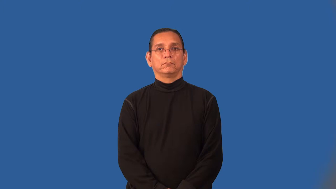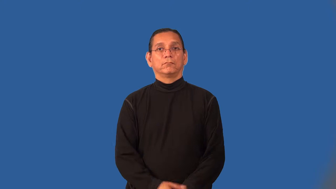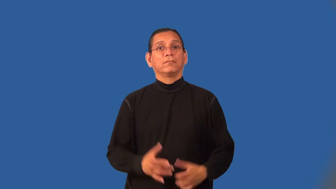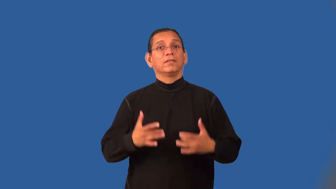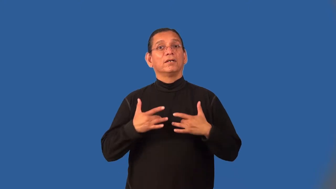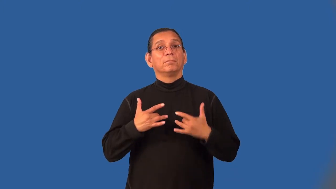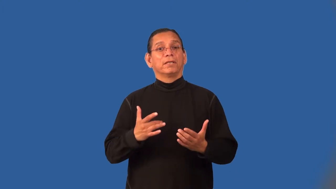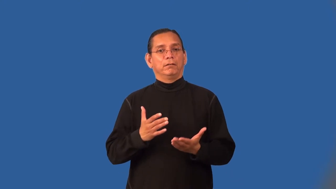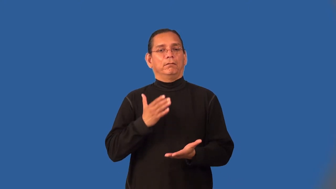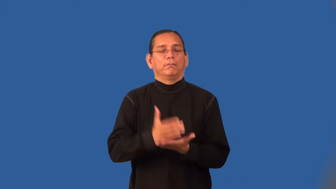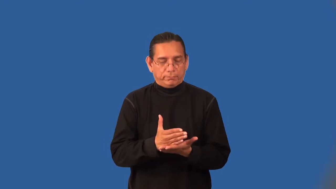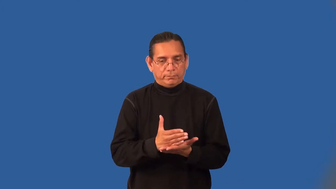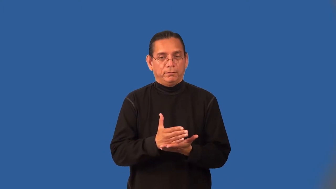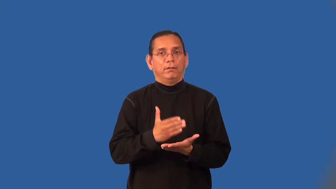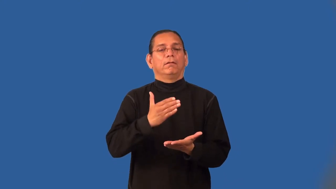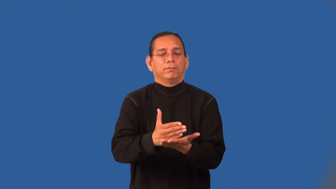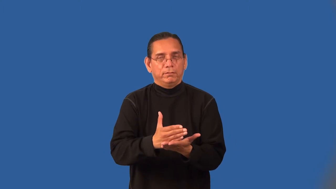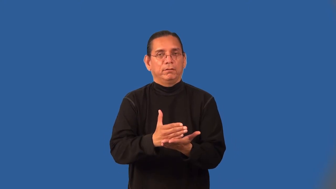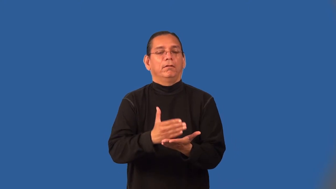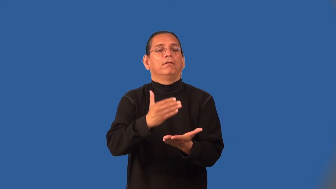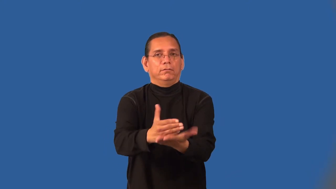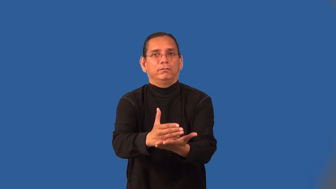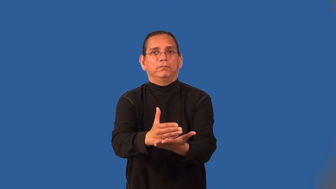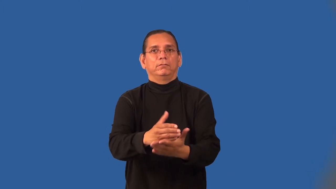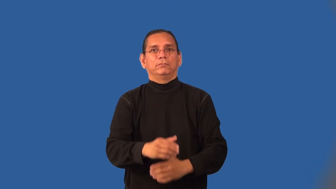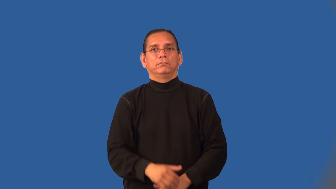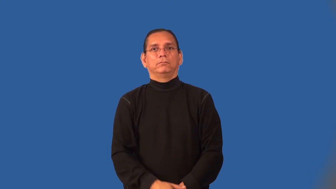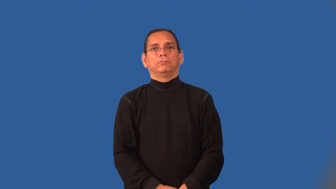fitful